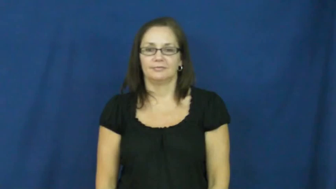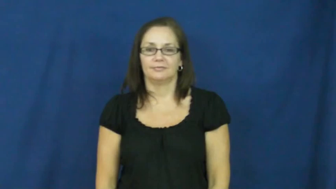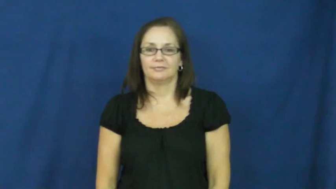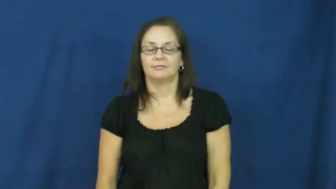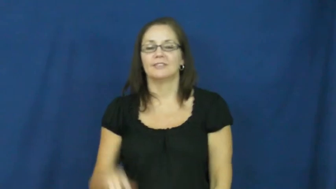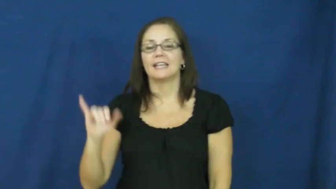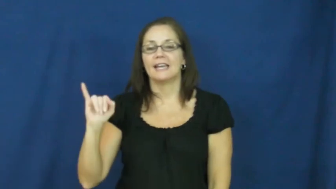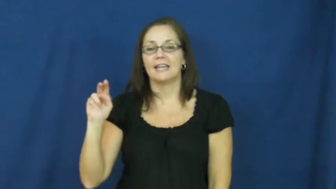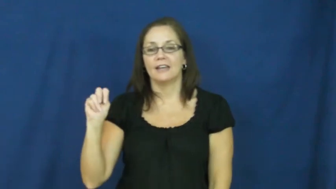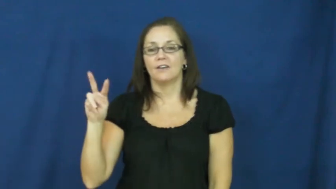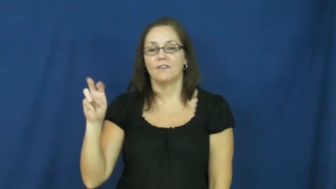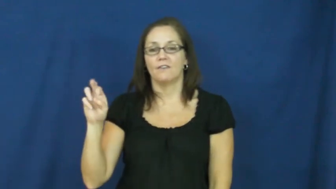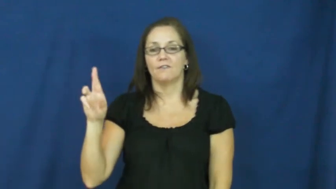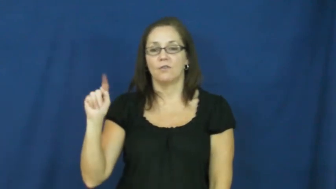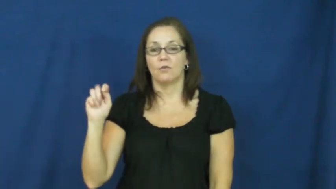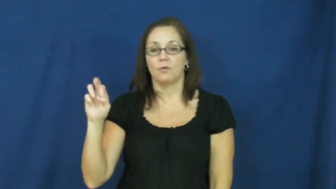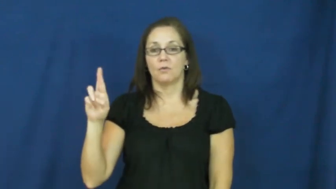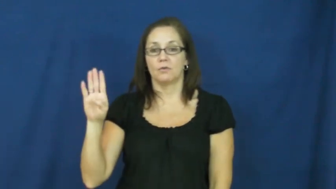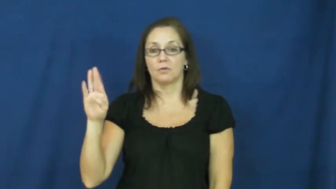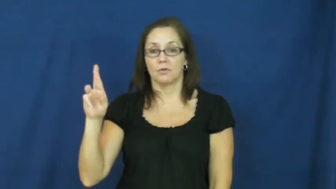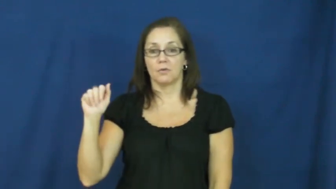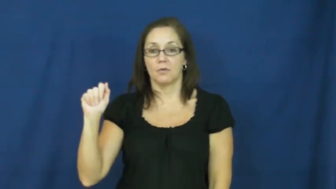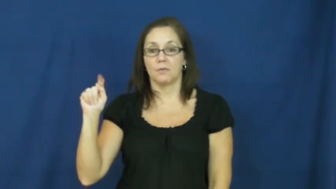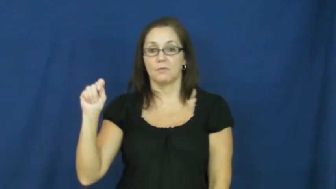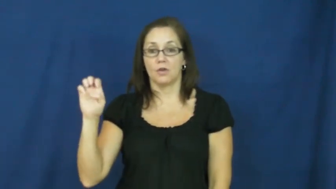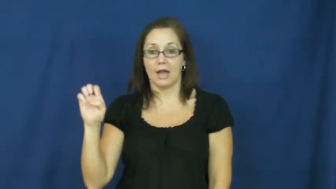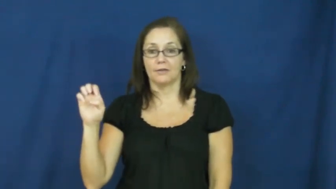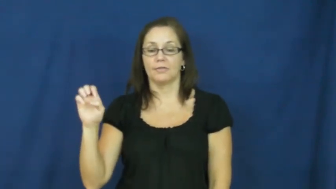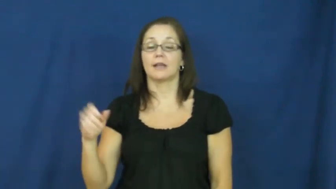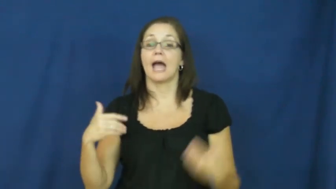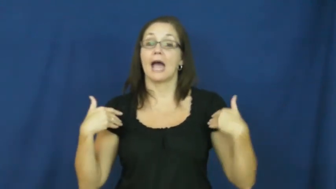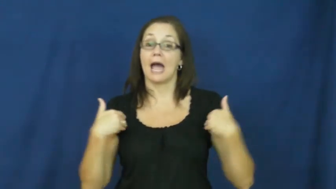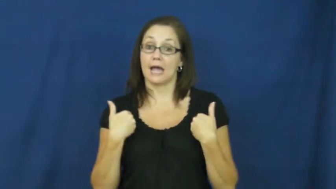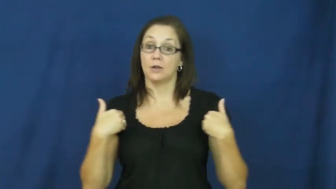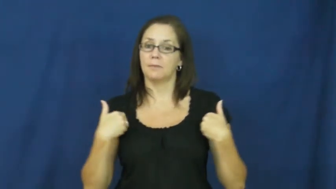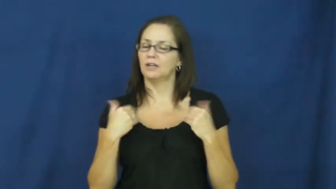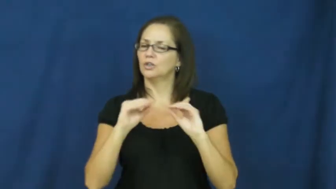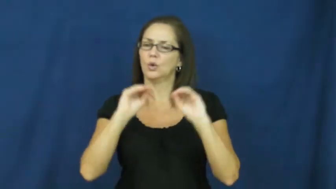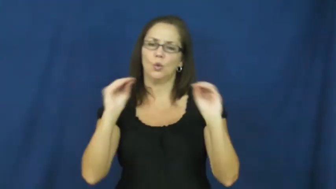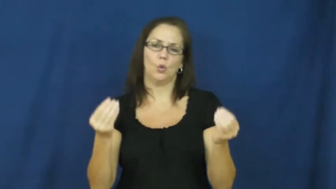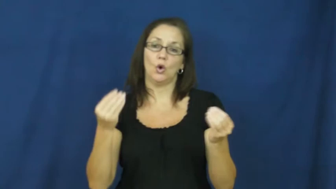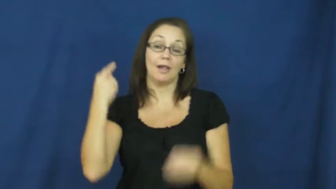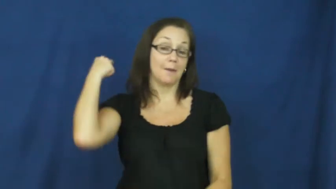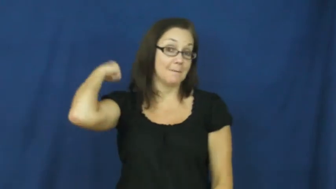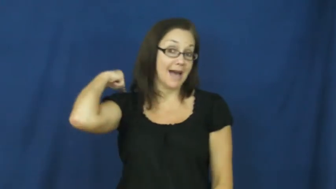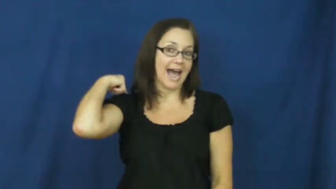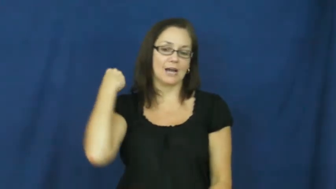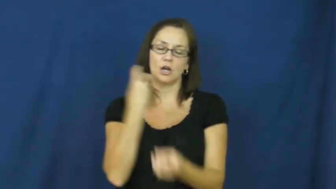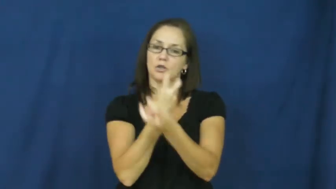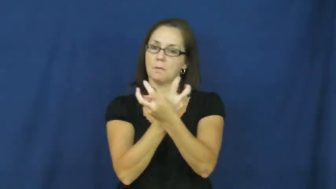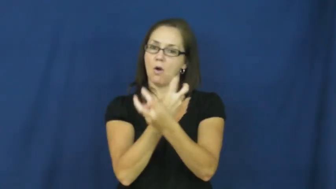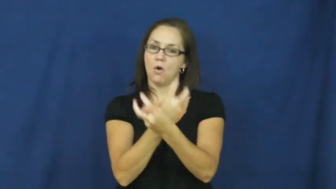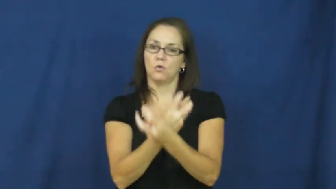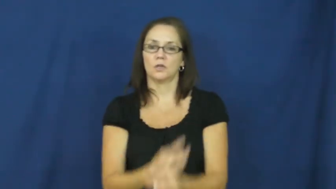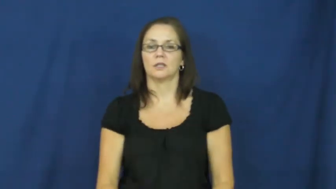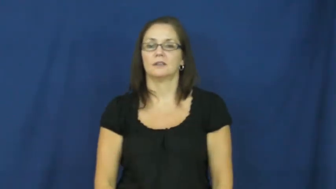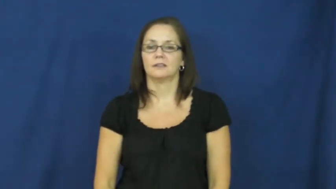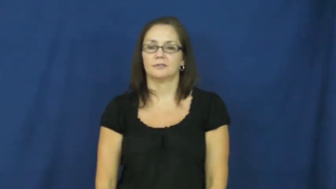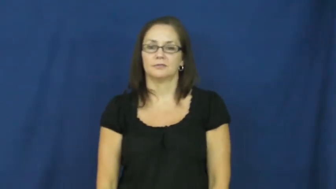inverterbrate